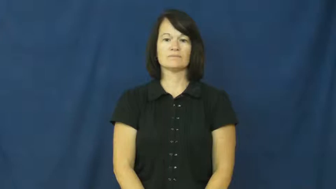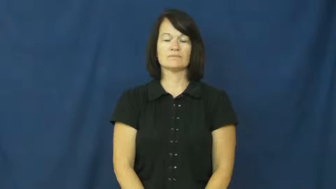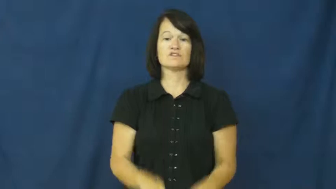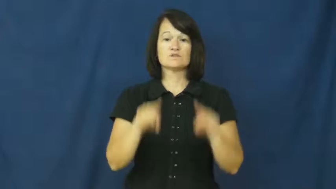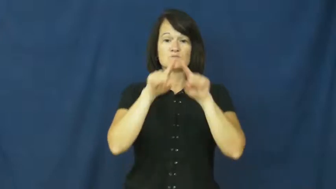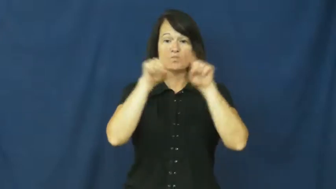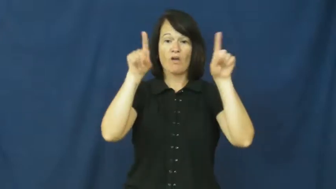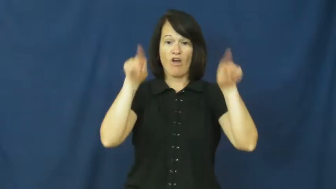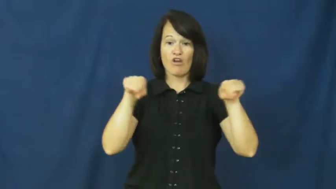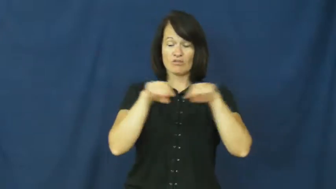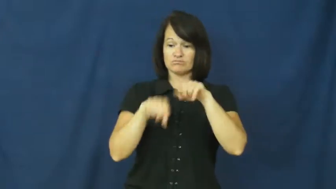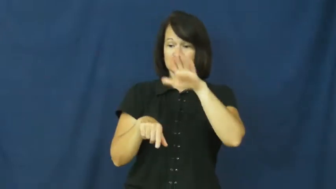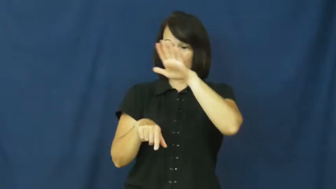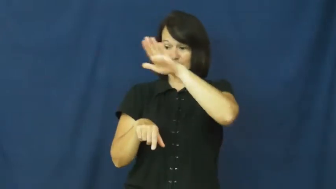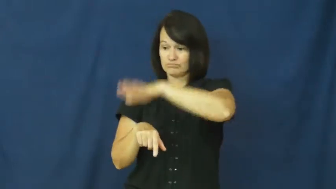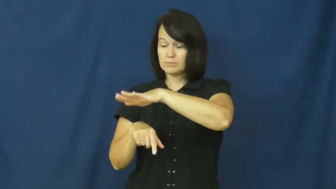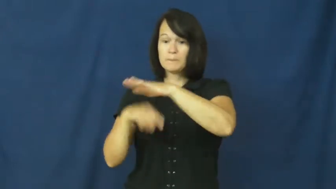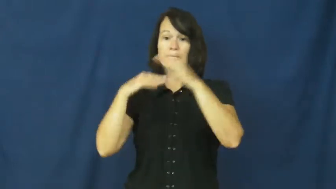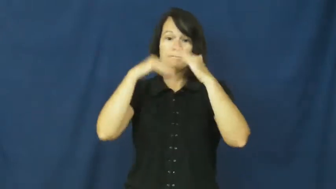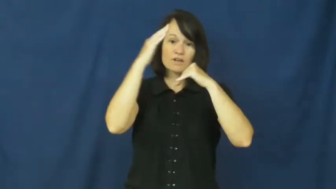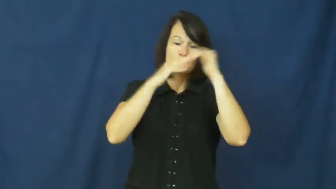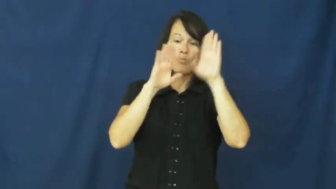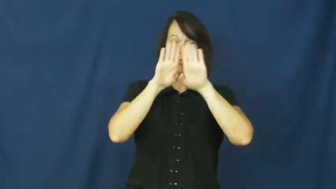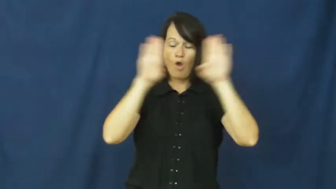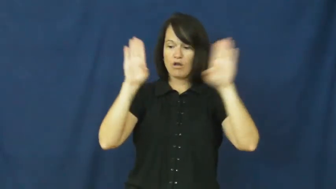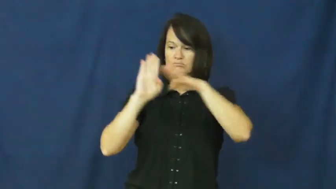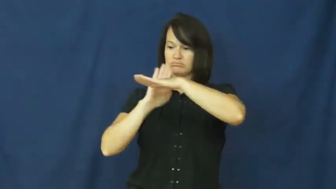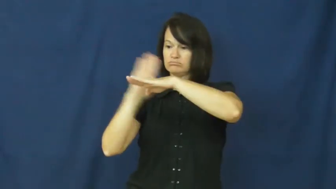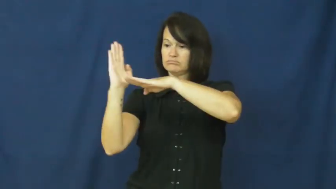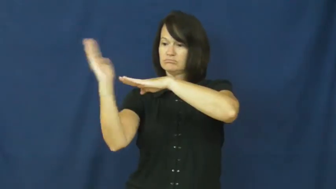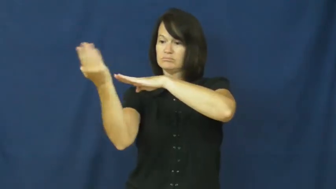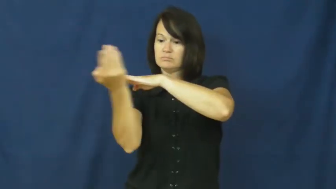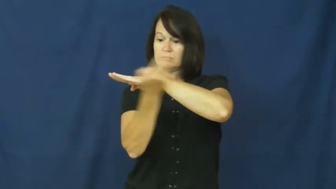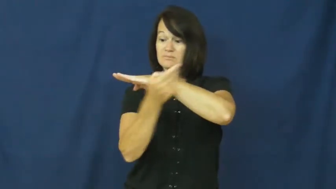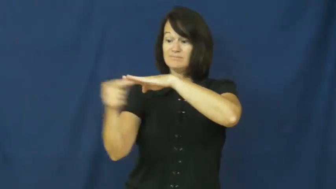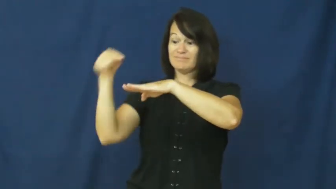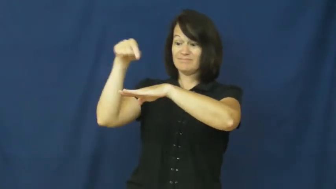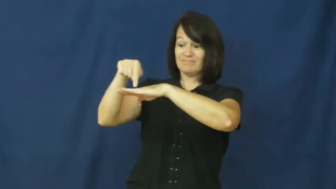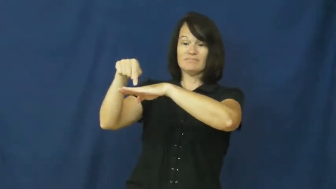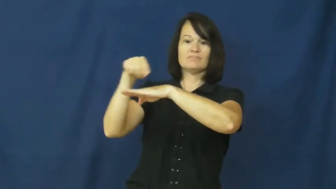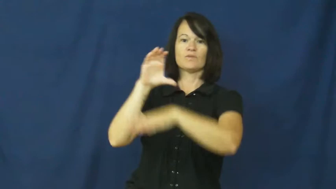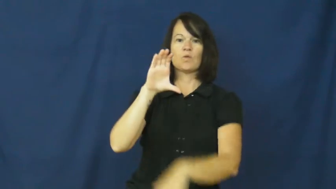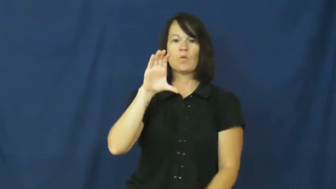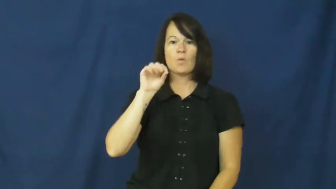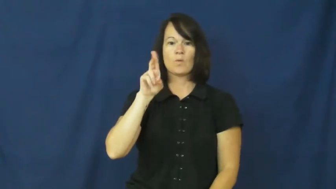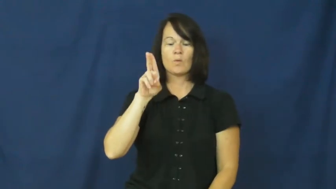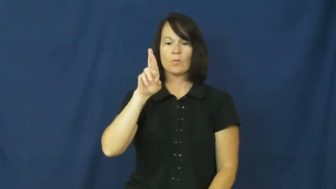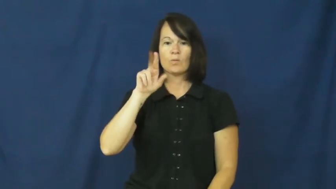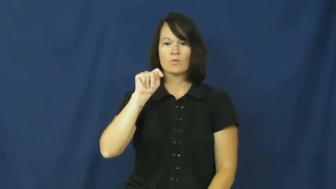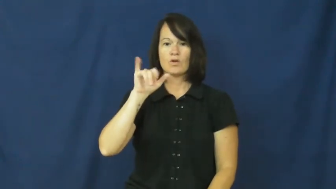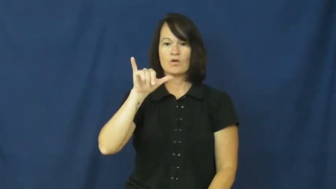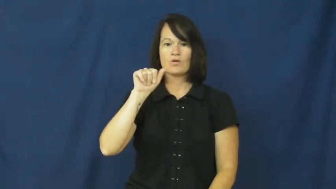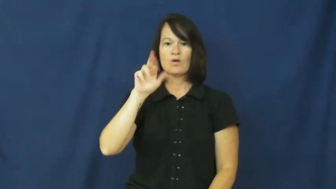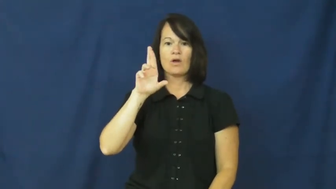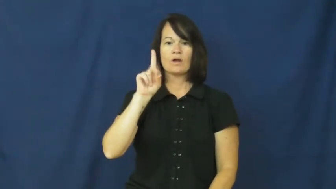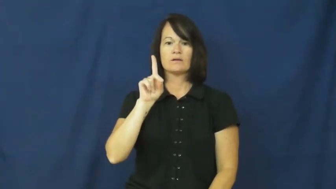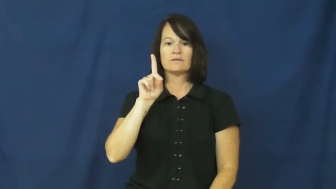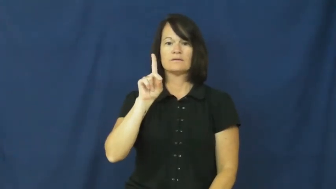courtyard